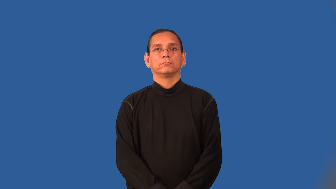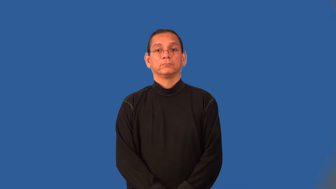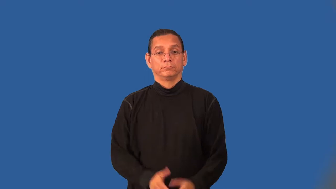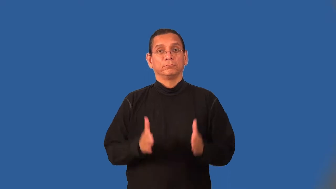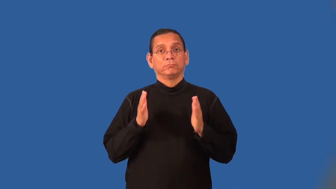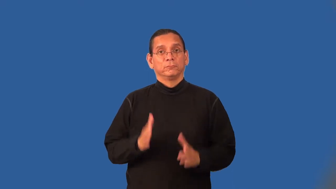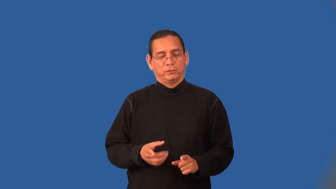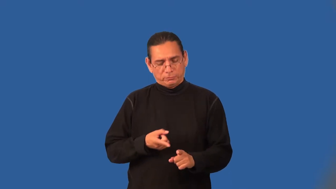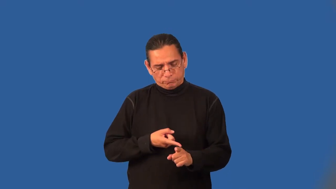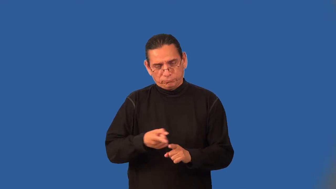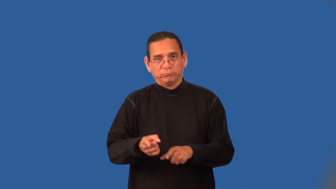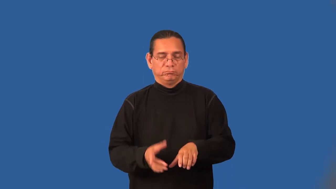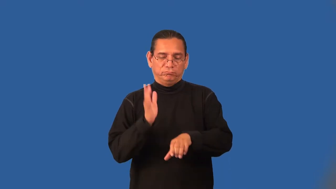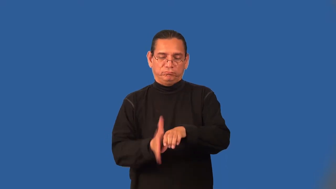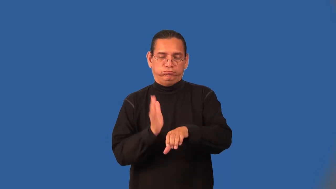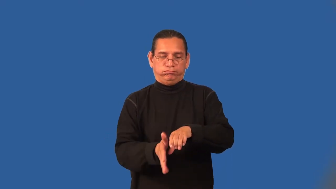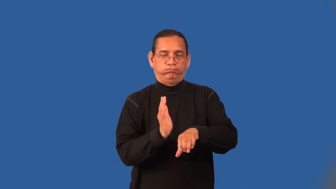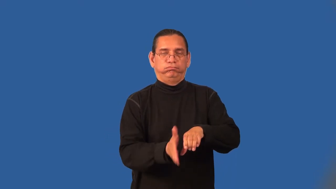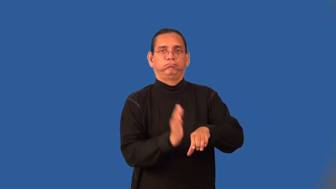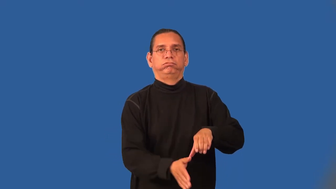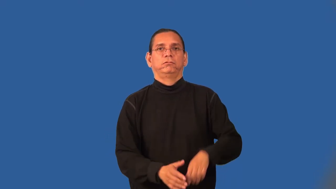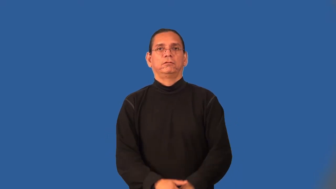chopper